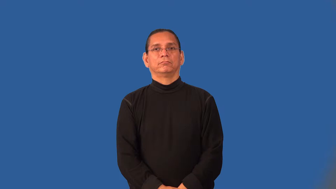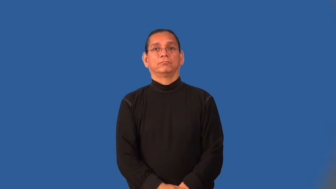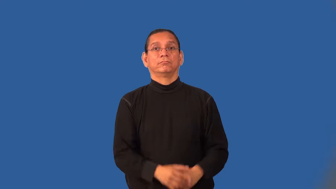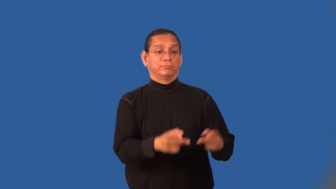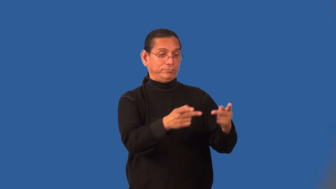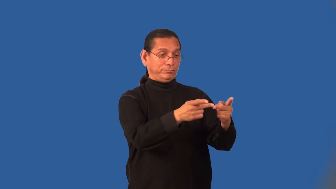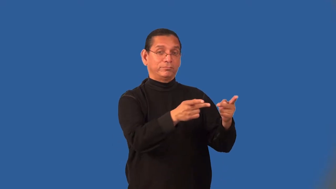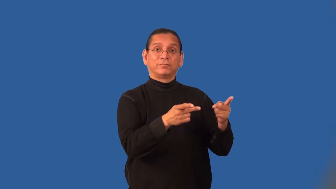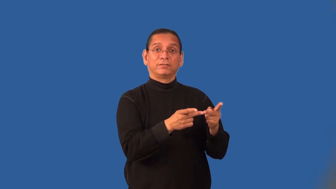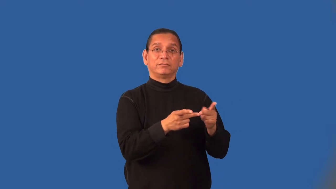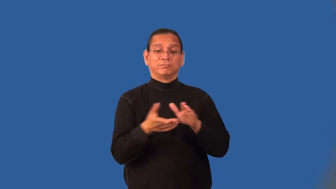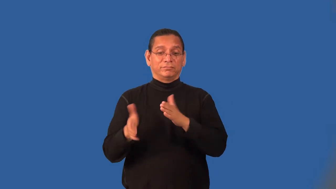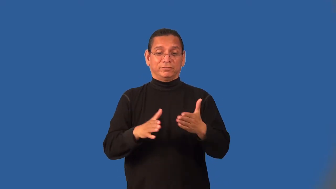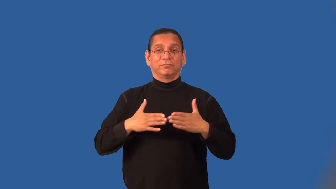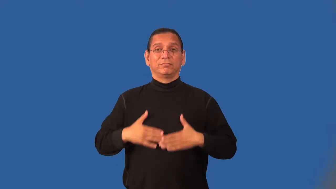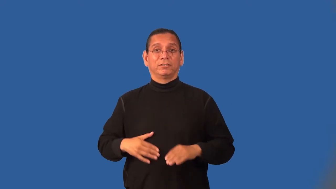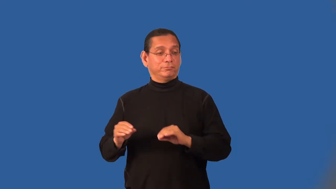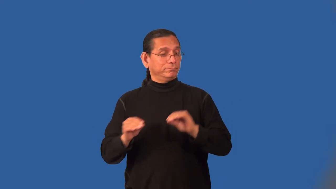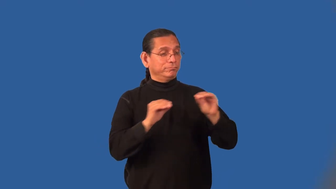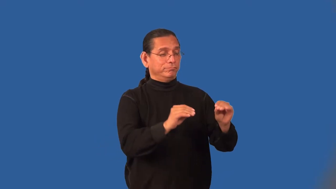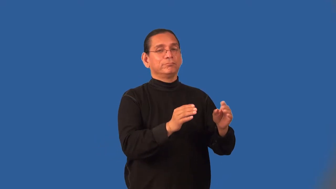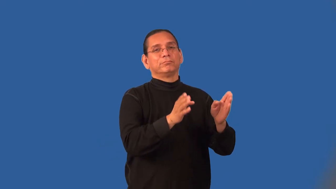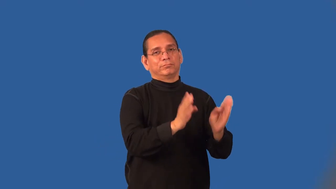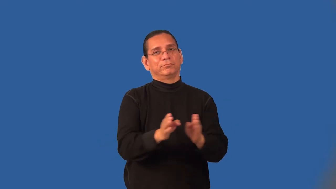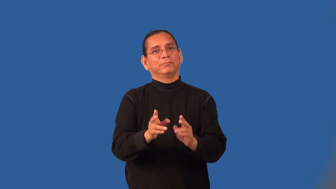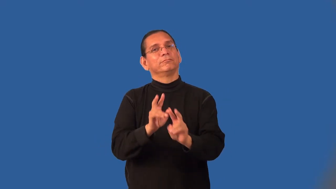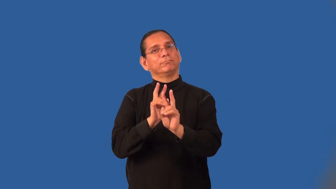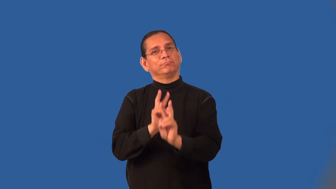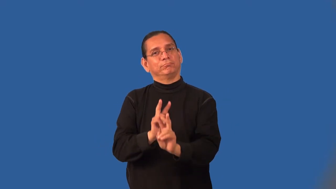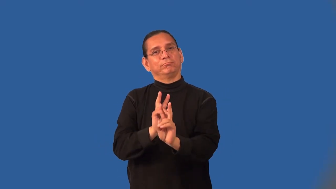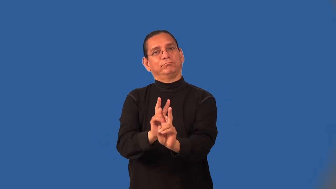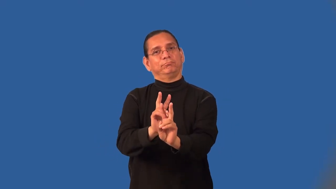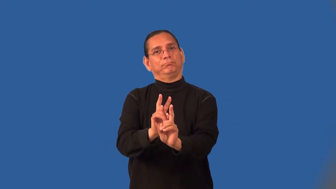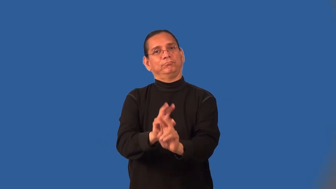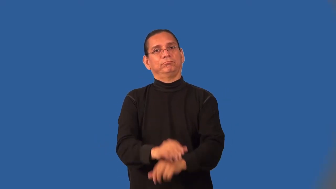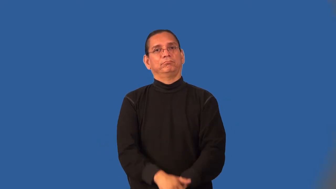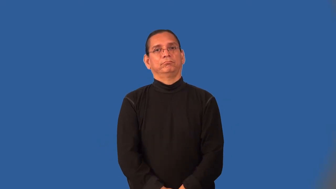mortuary